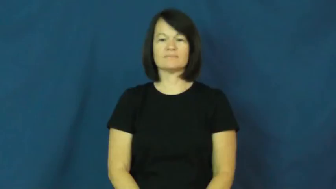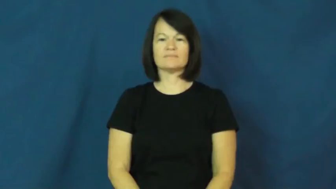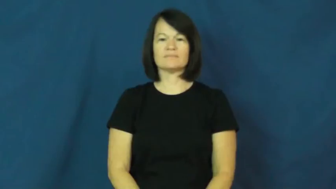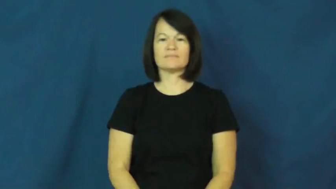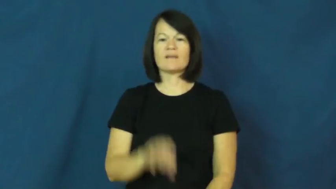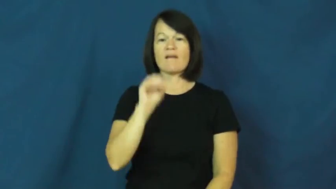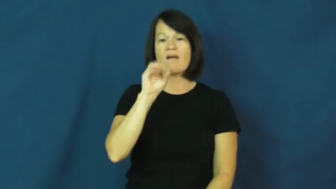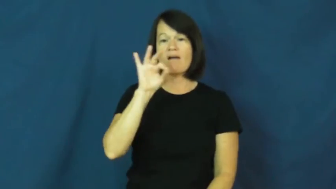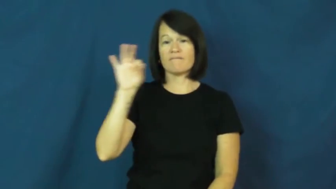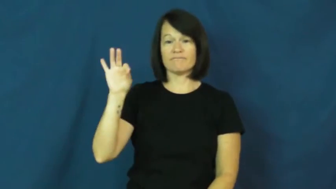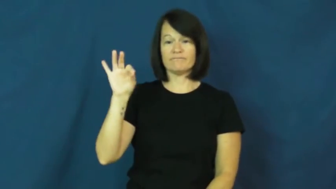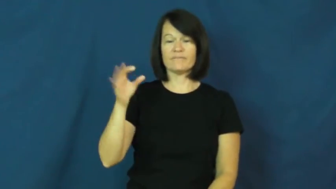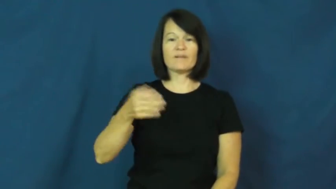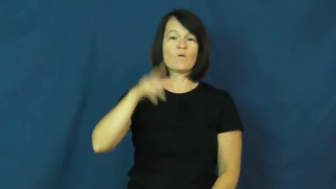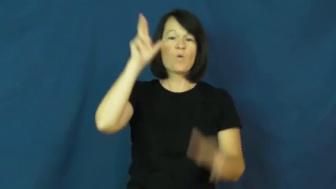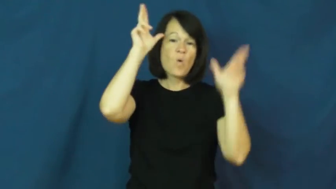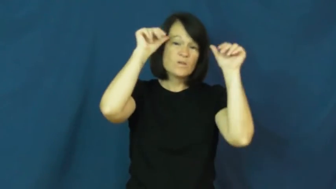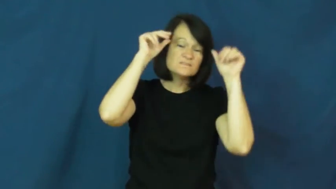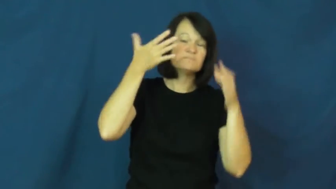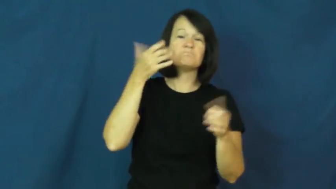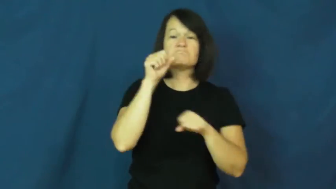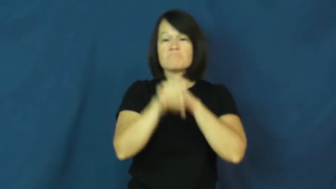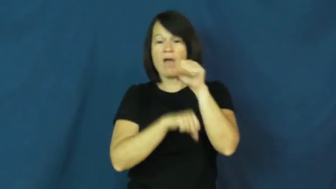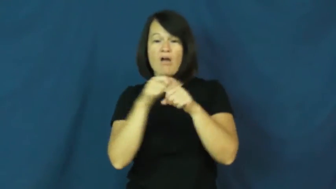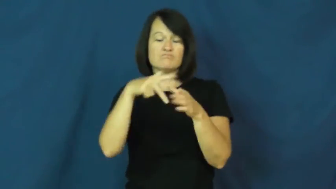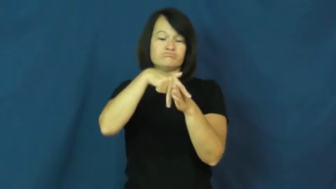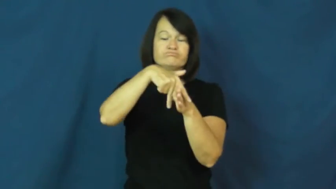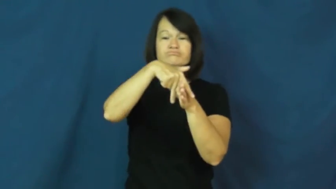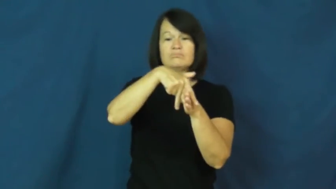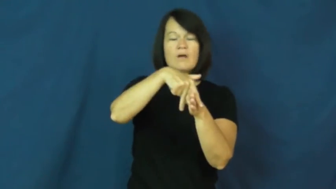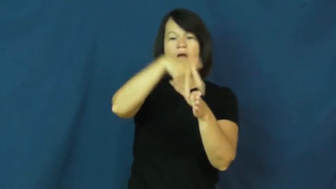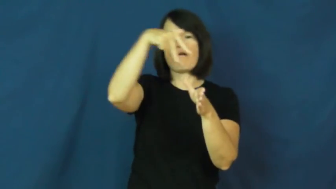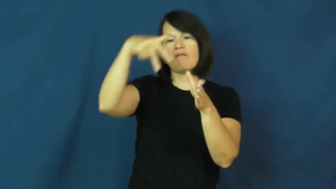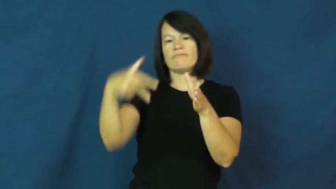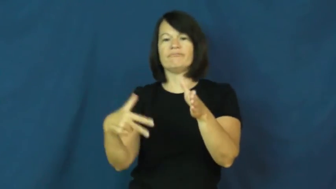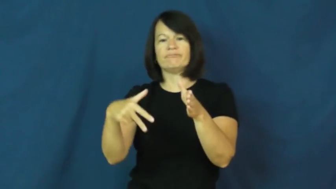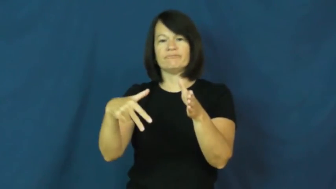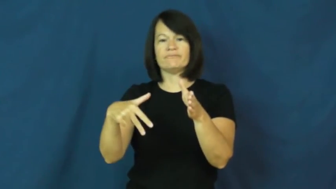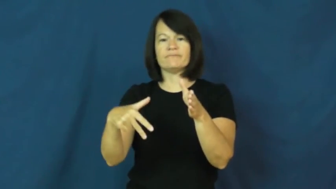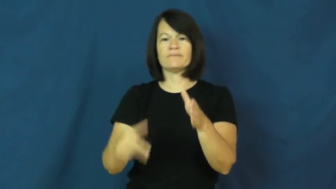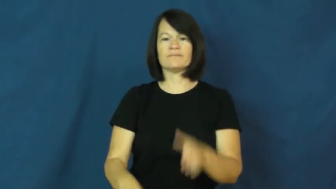off,get off,hop off,dismount-bike or horse